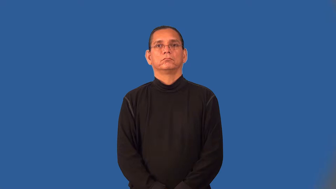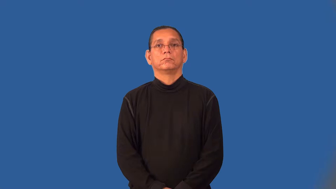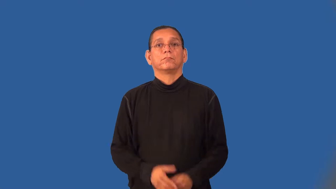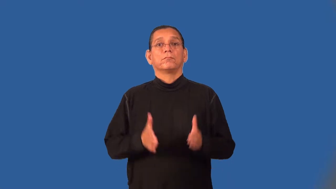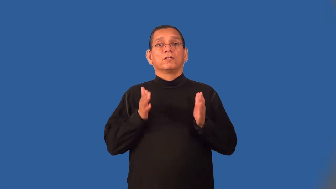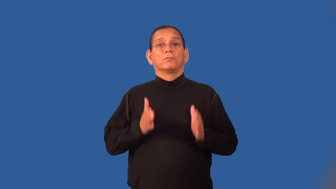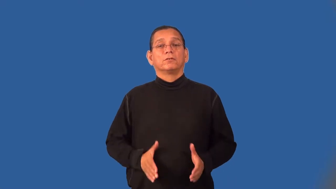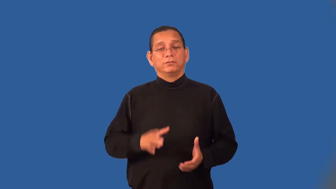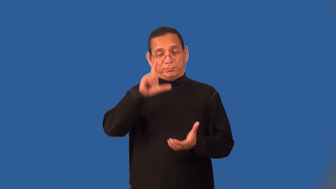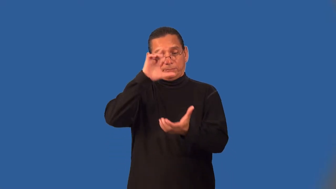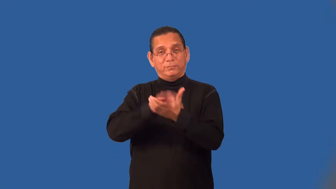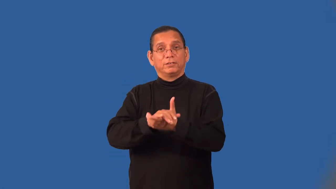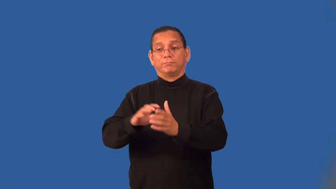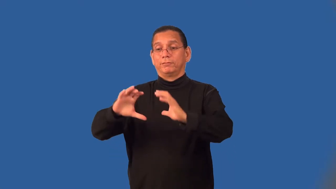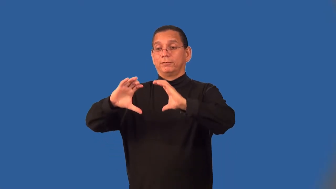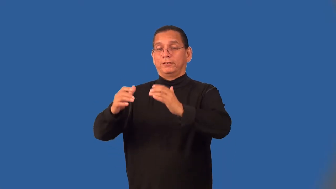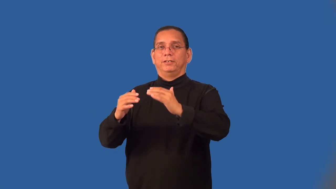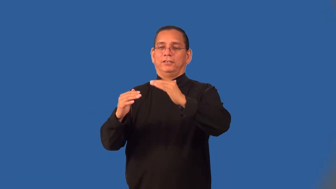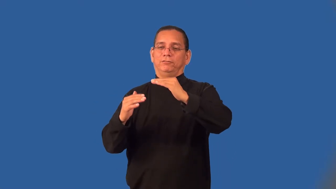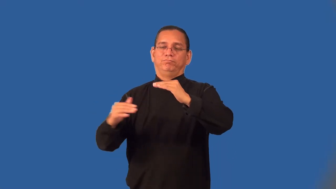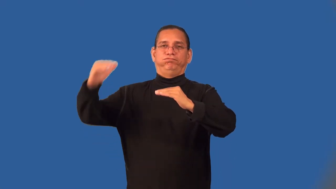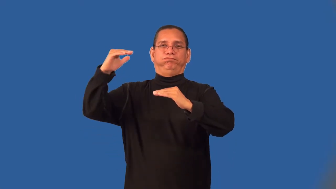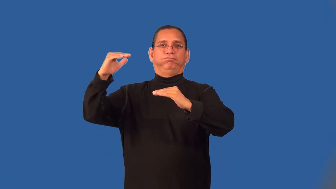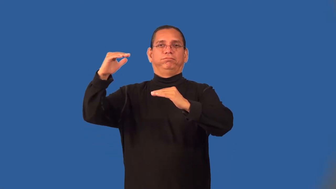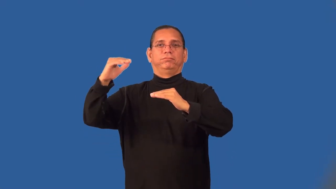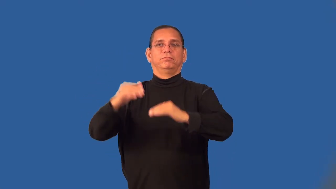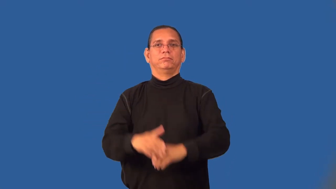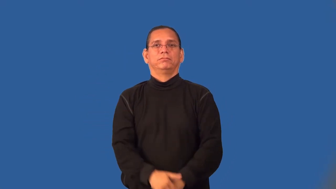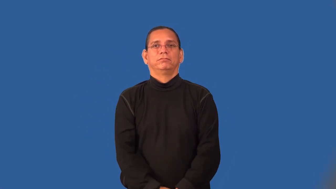supremacist